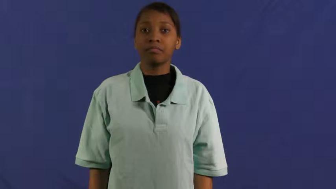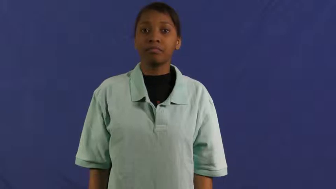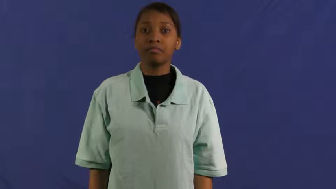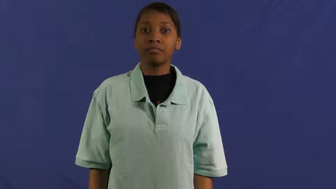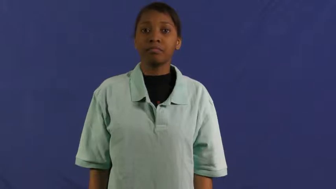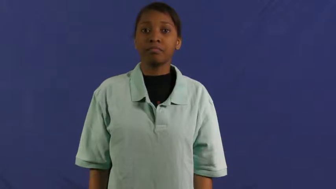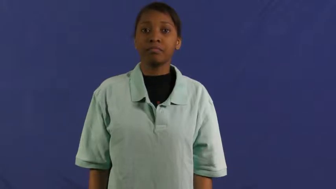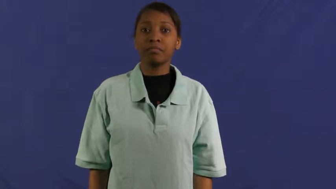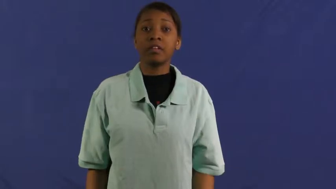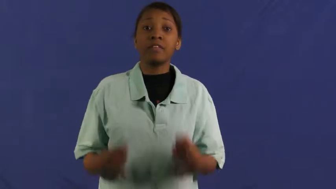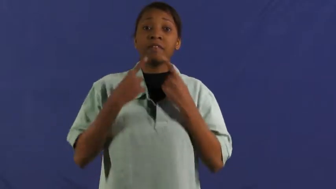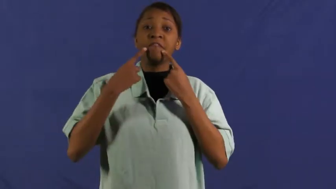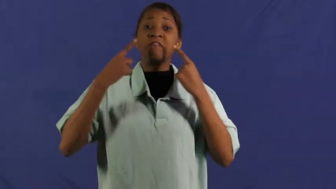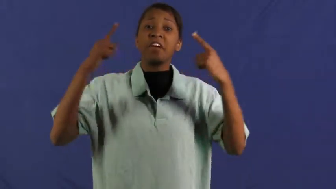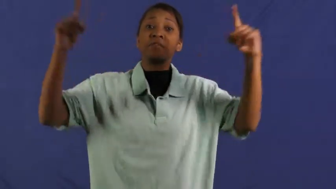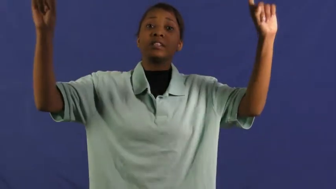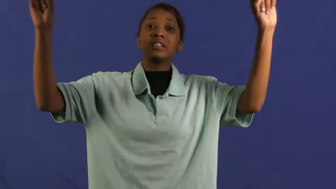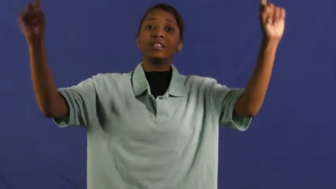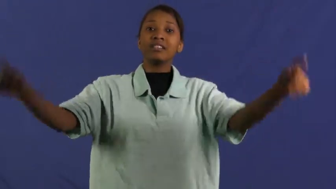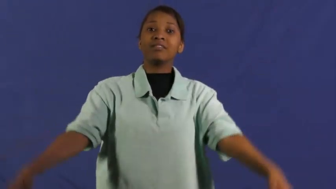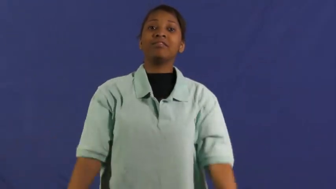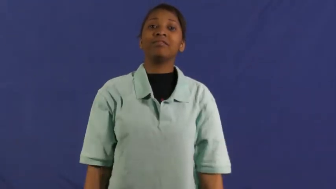famous,notoriety,glory,fabled,celebrated,celebrity